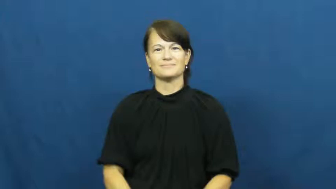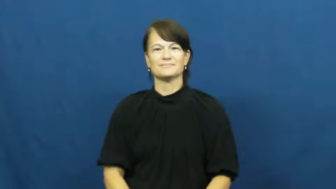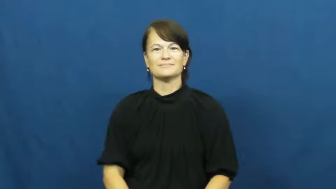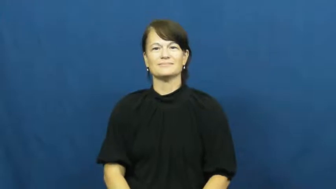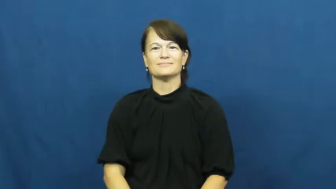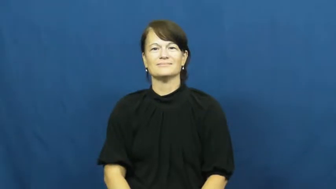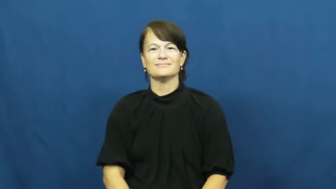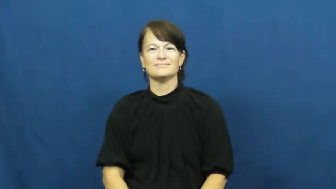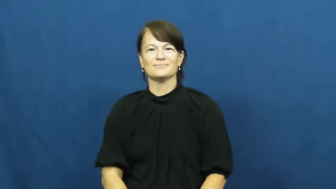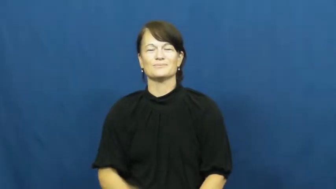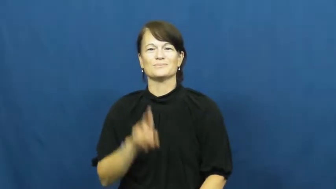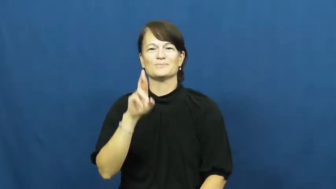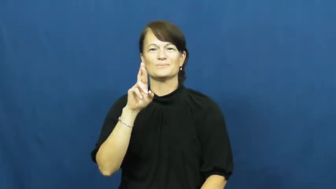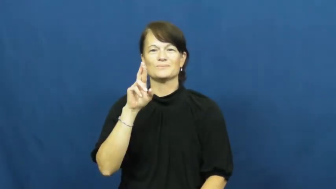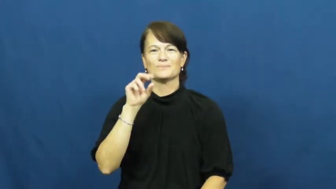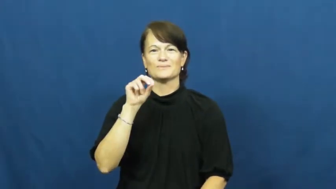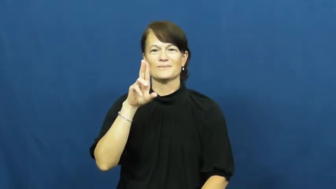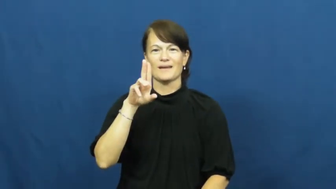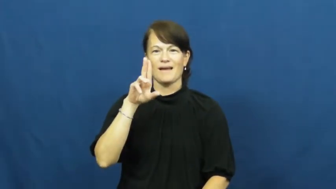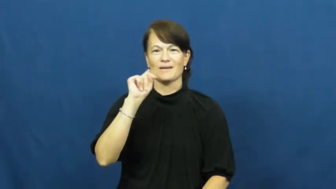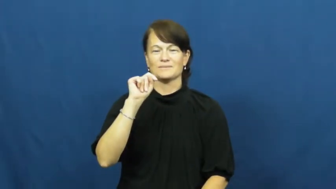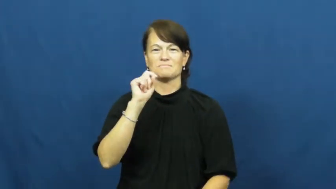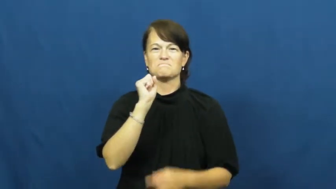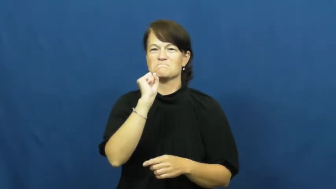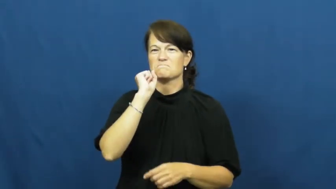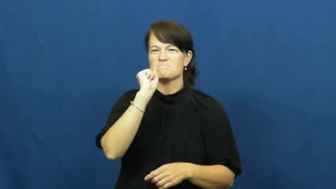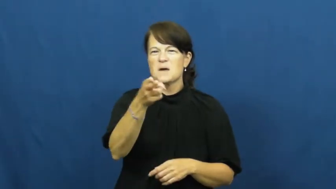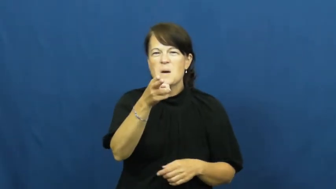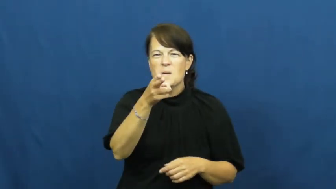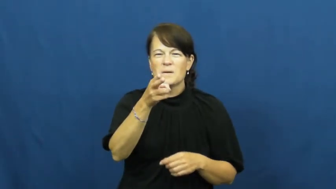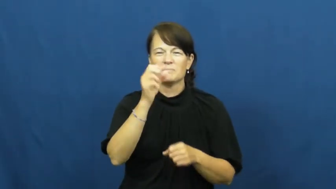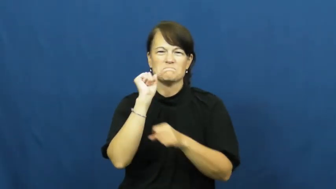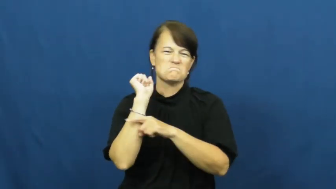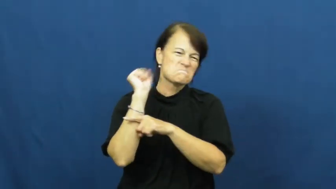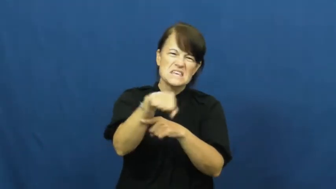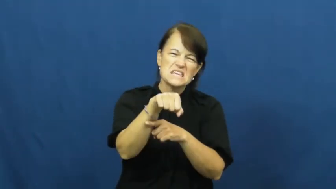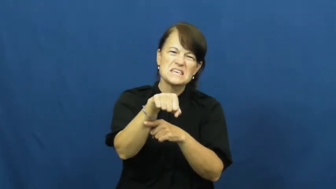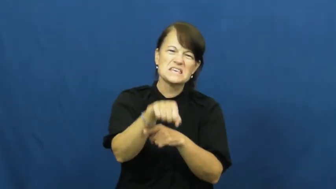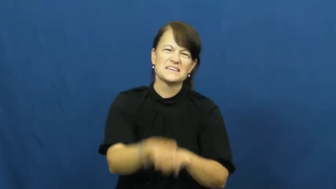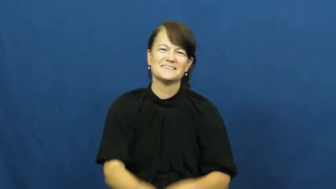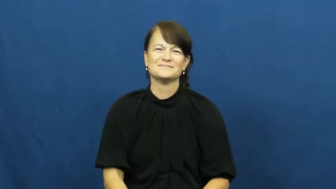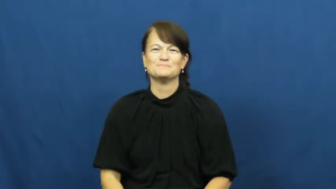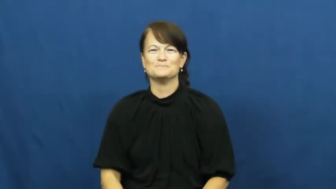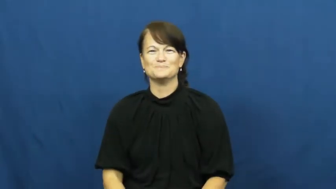rout